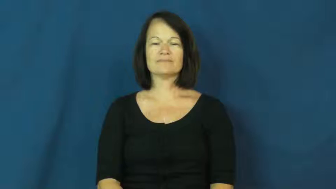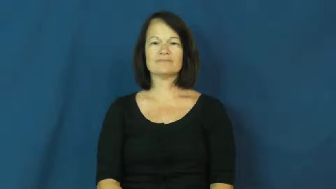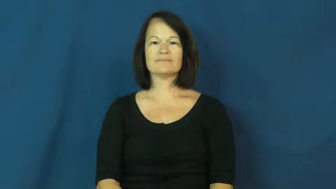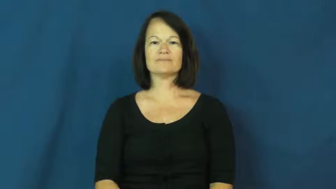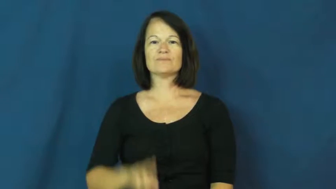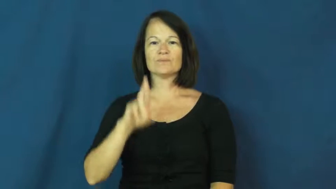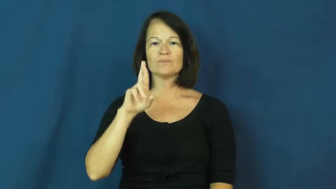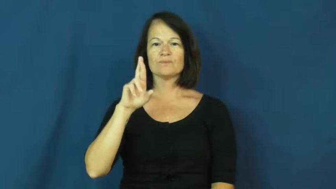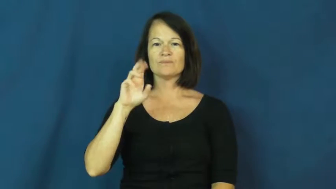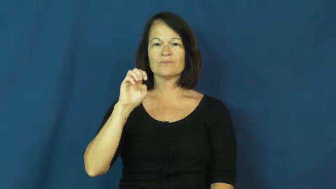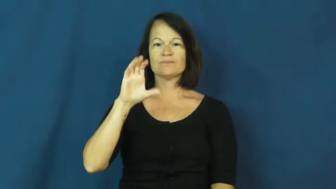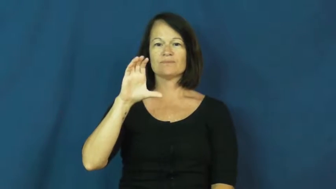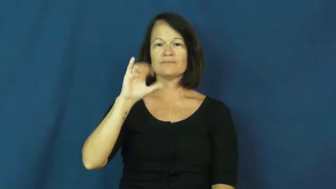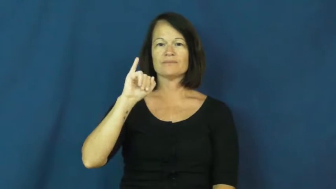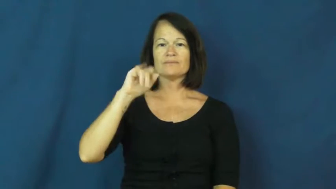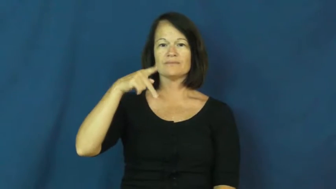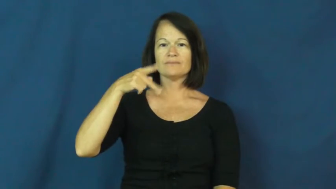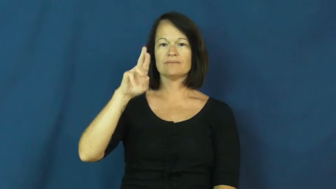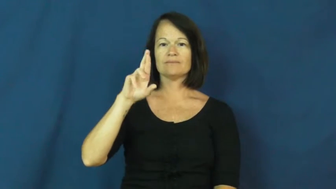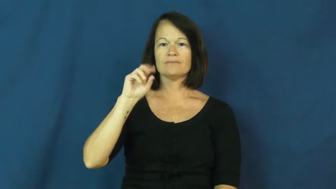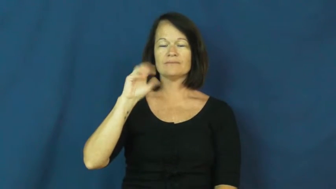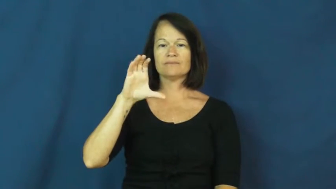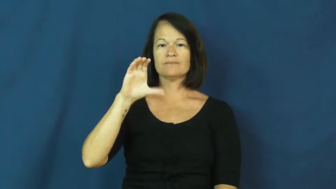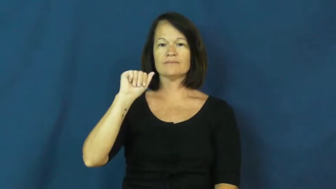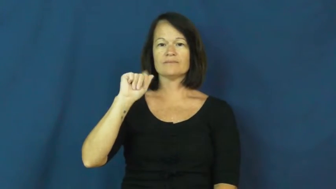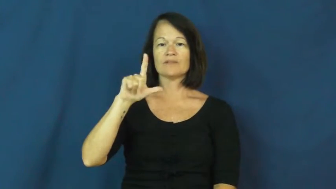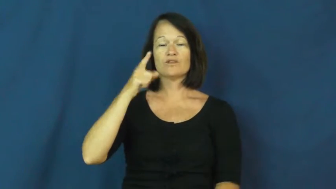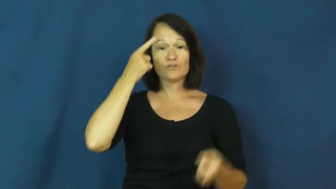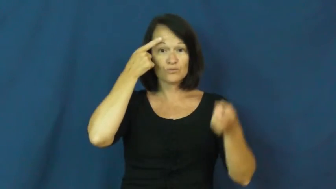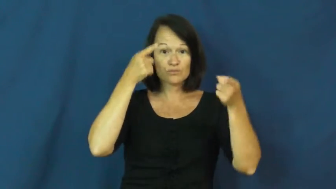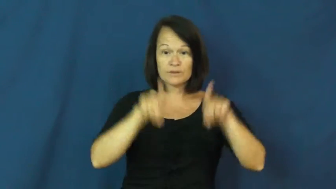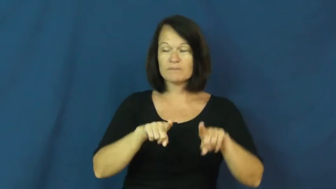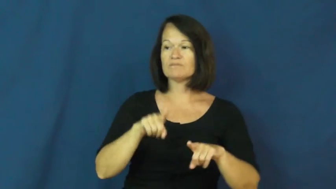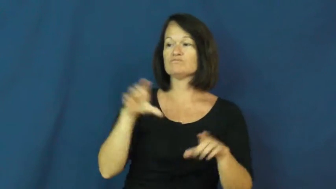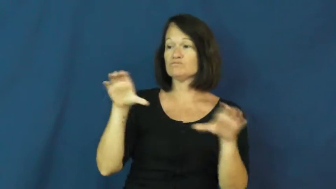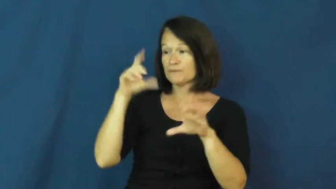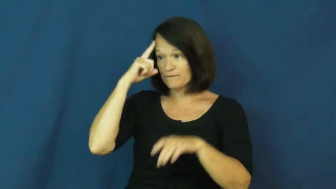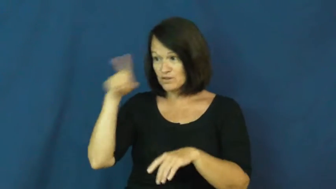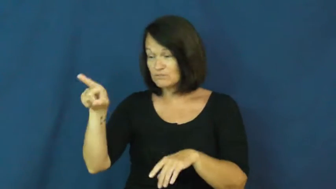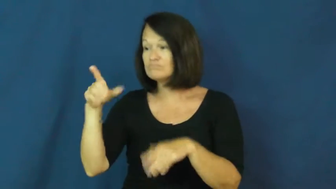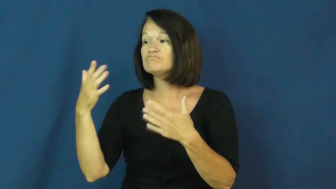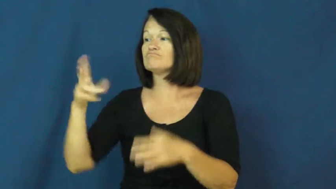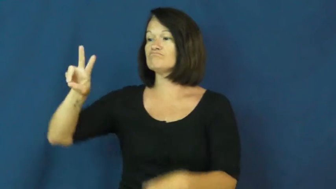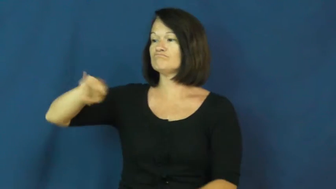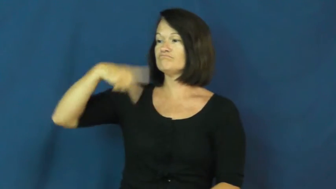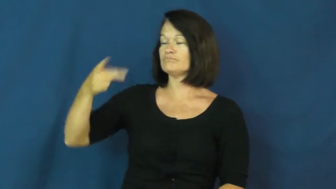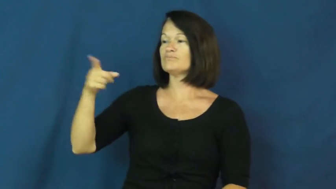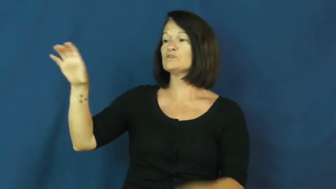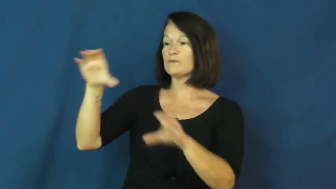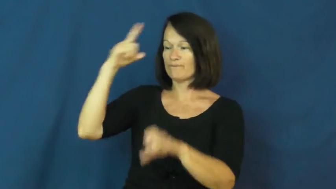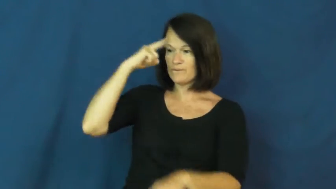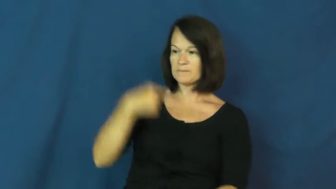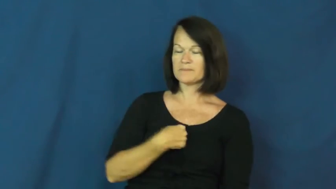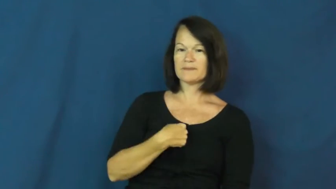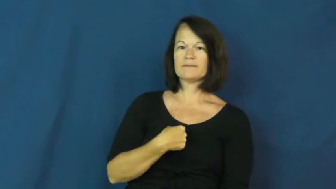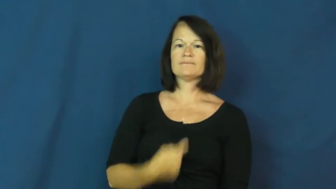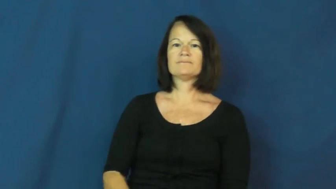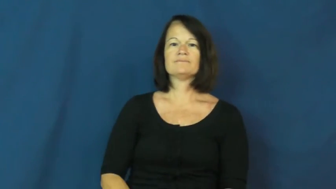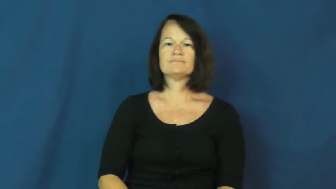reciprocal-agreement